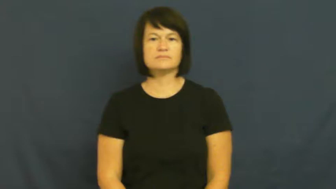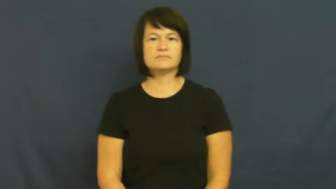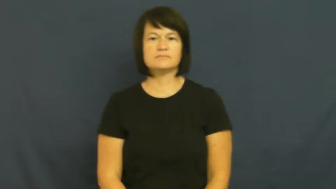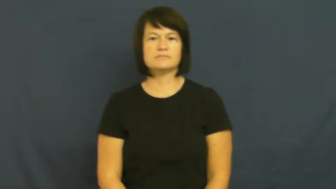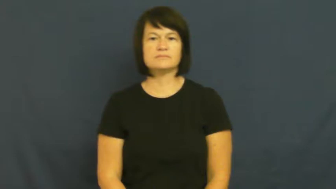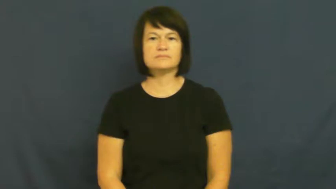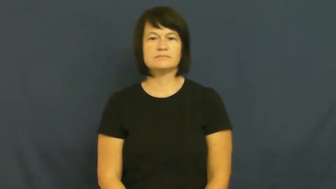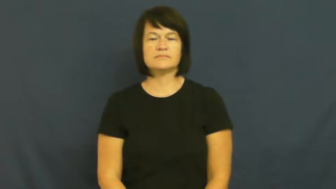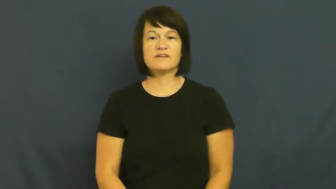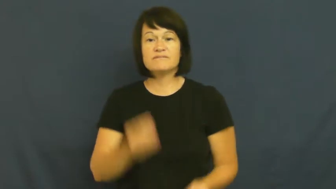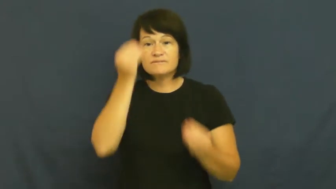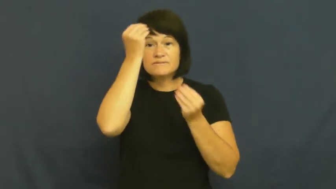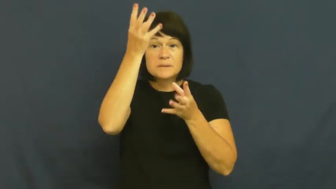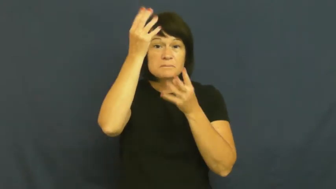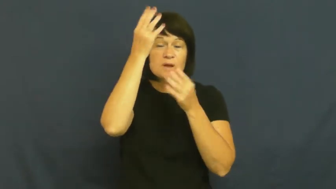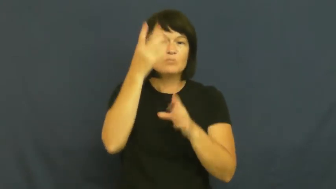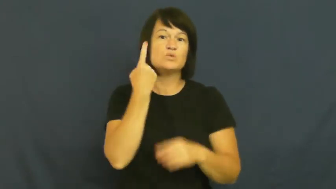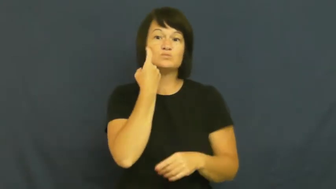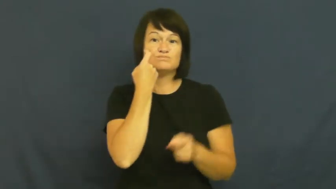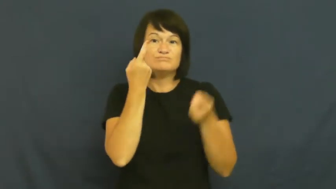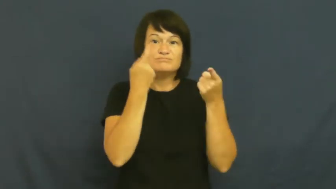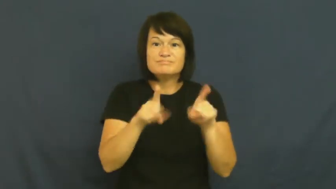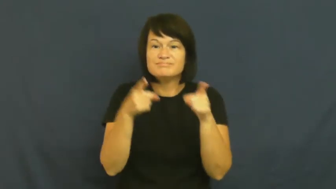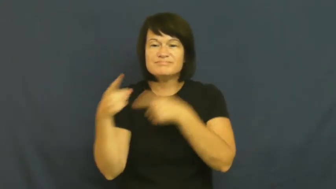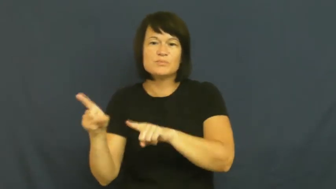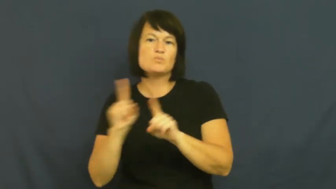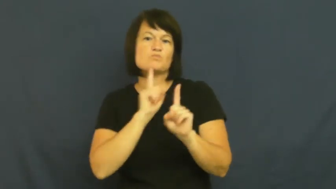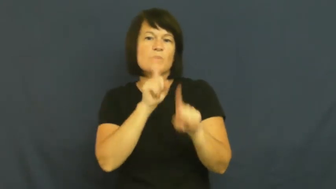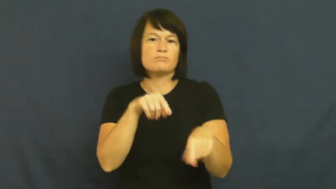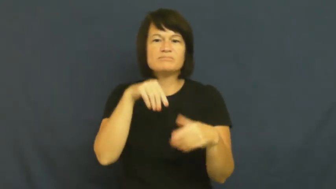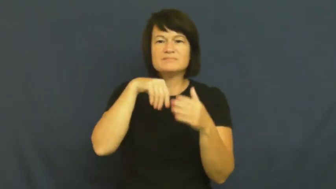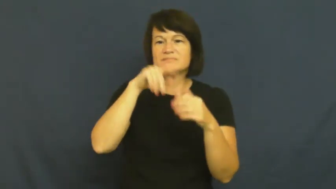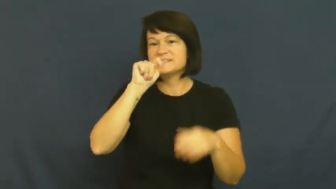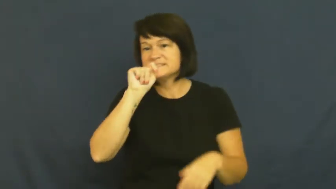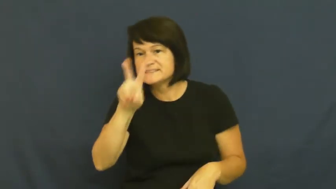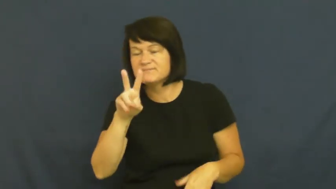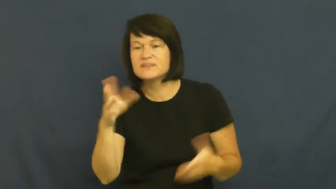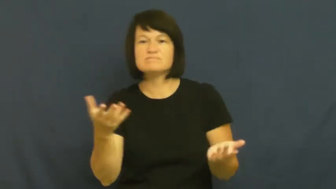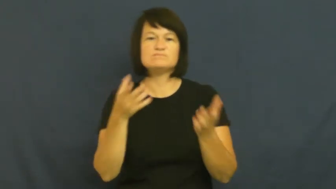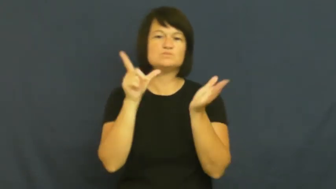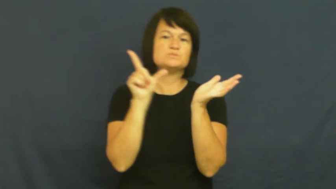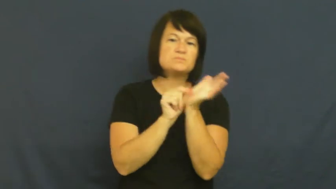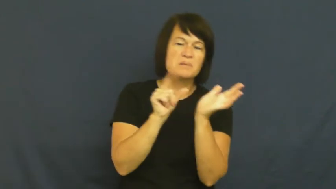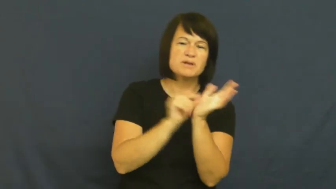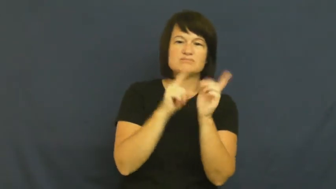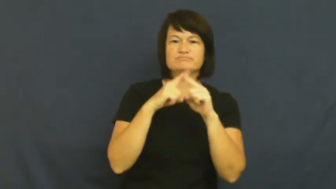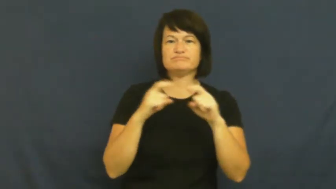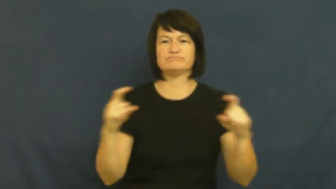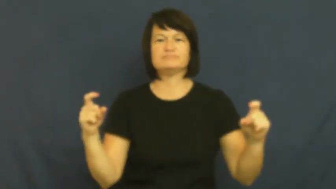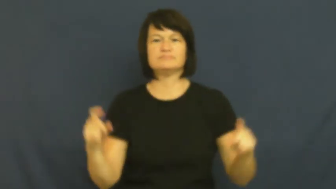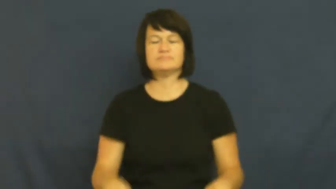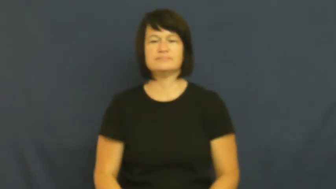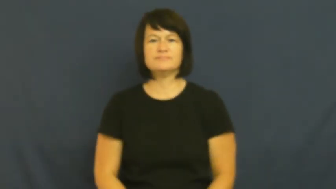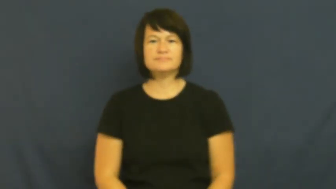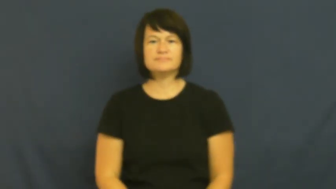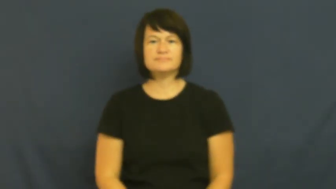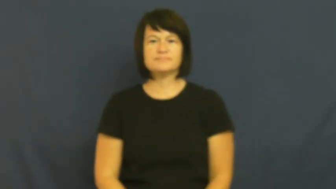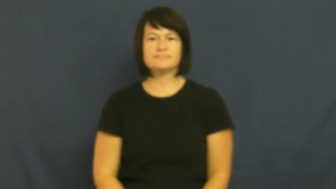news,tidings